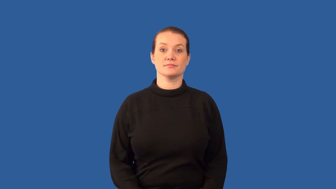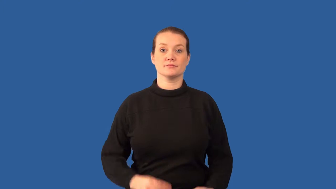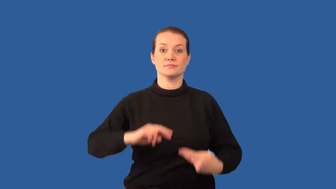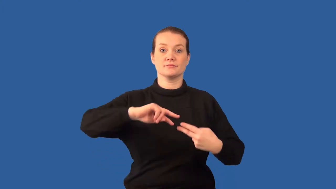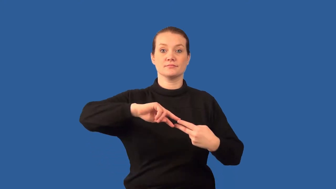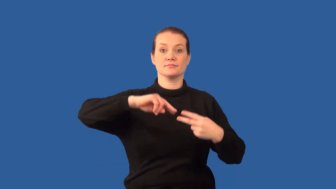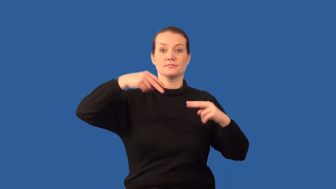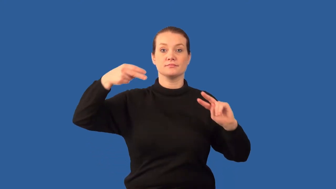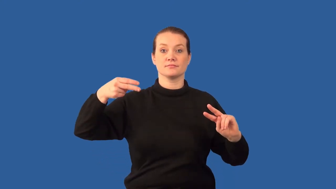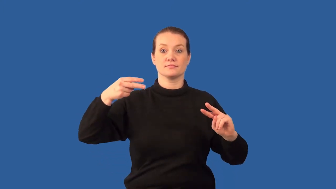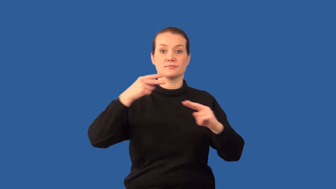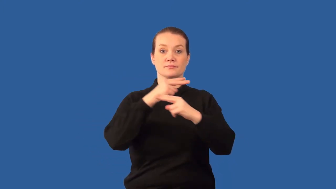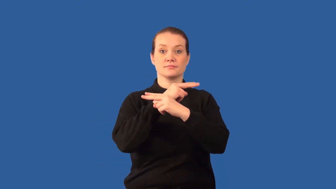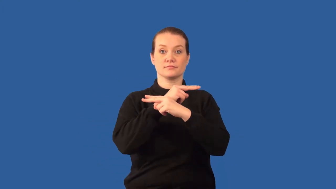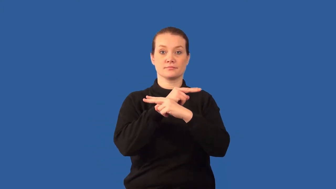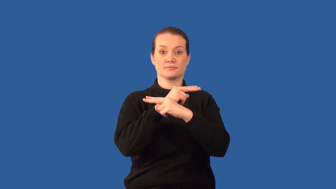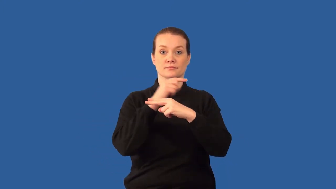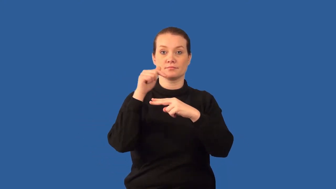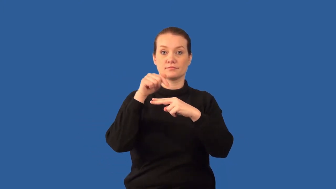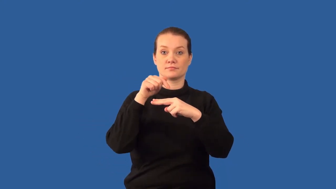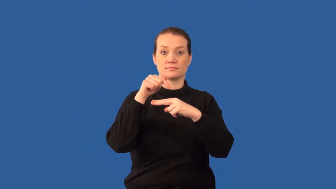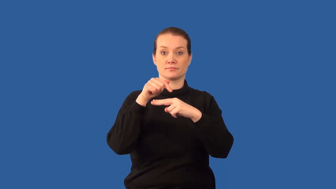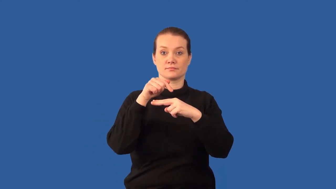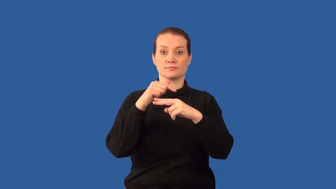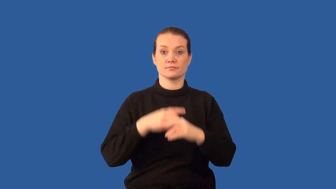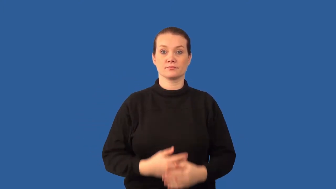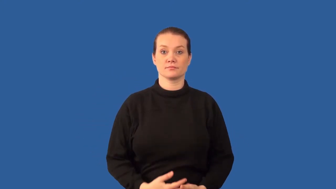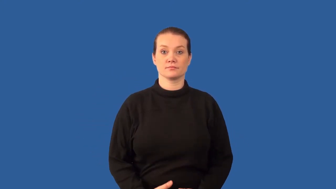centromere